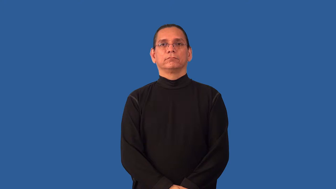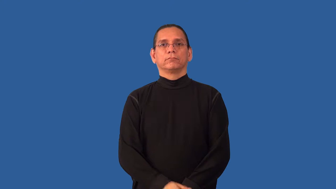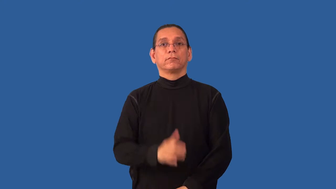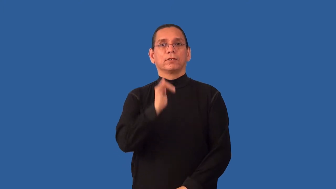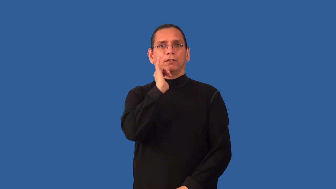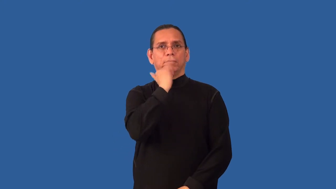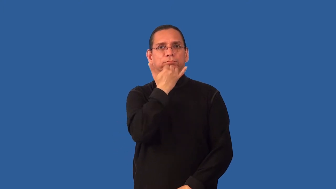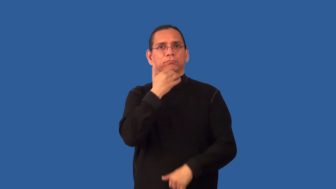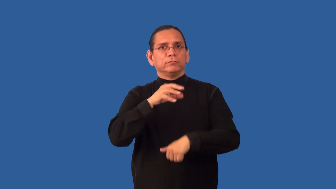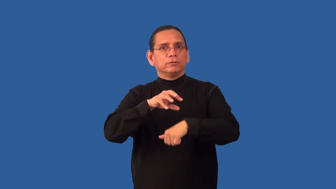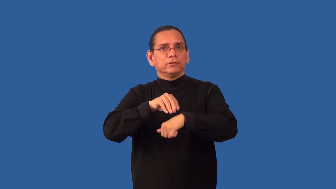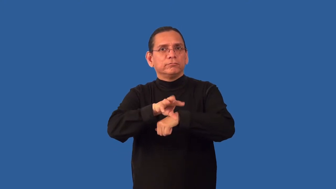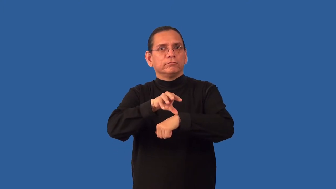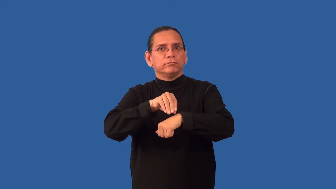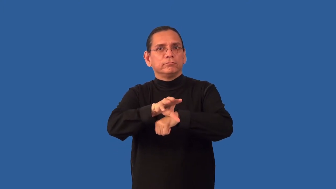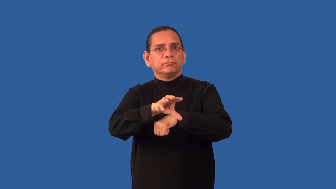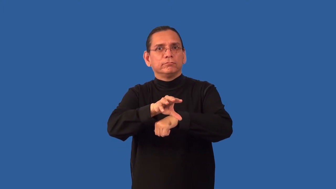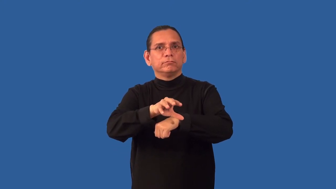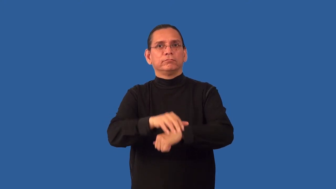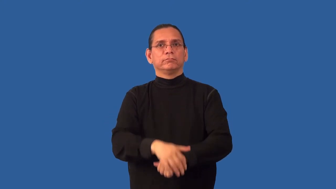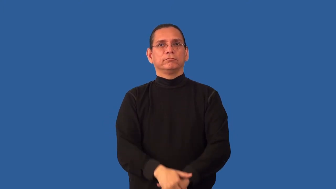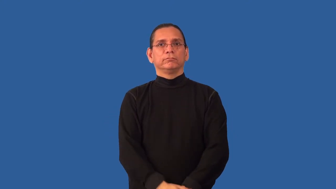misadvise